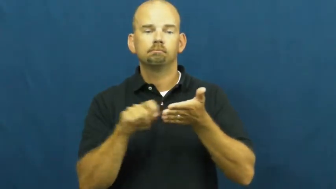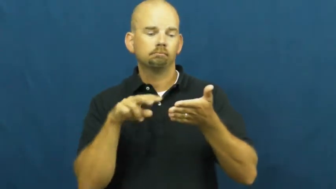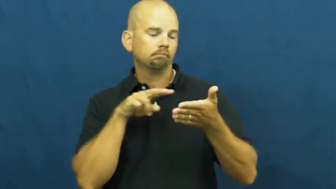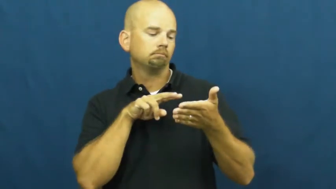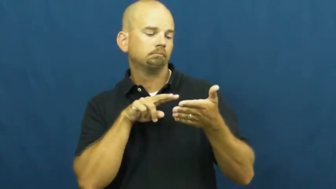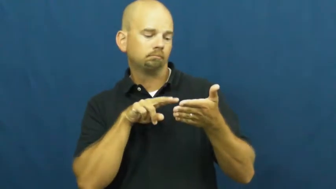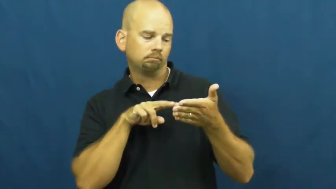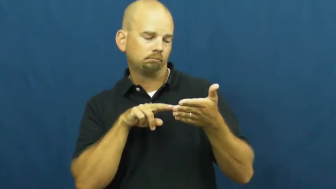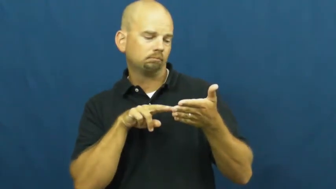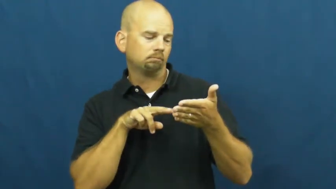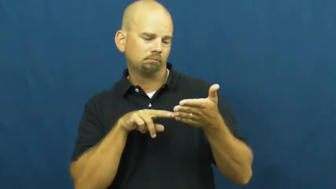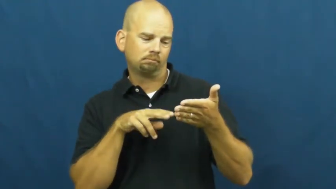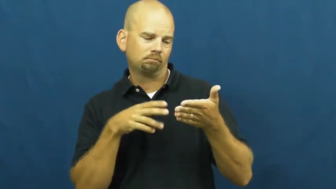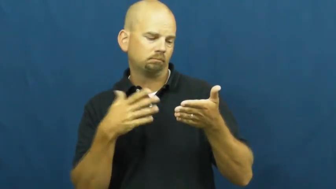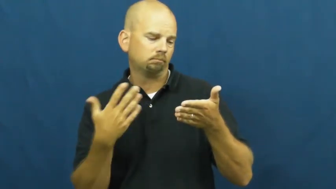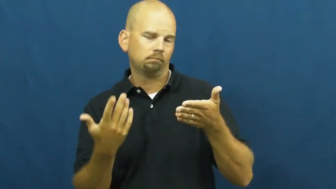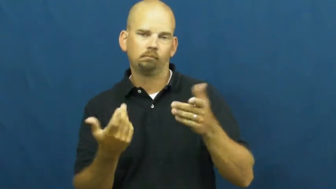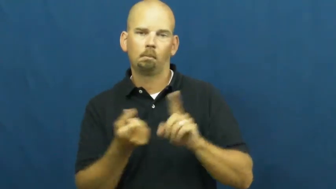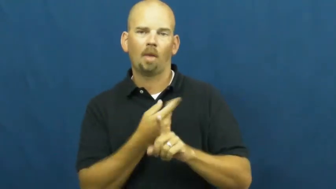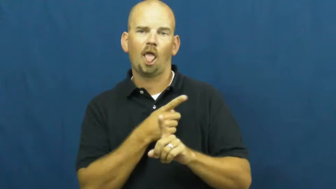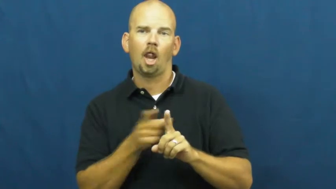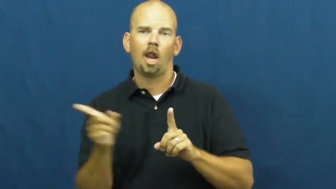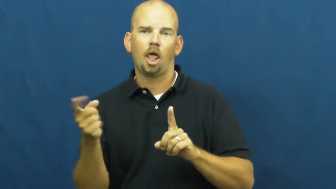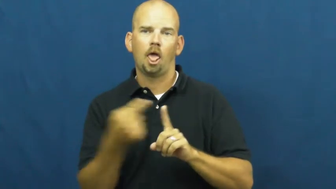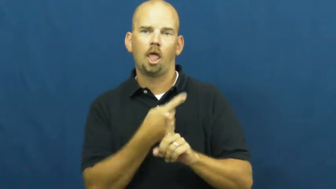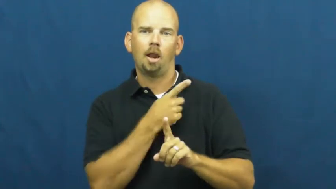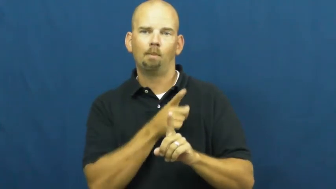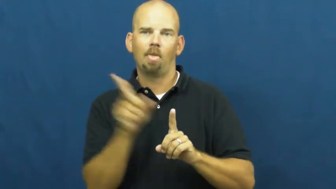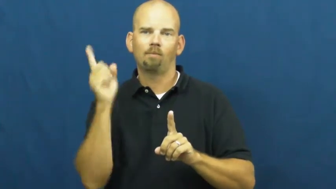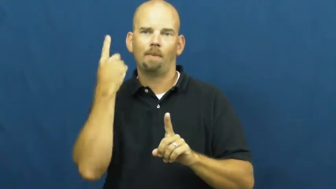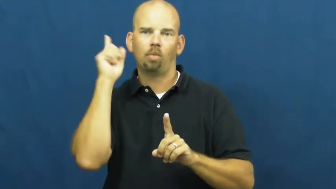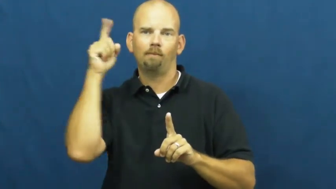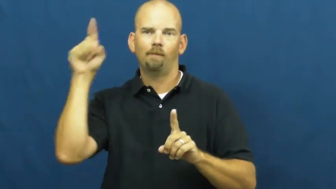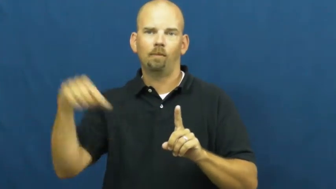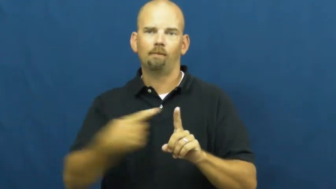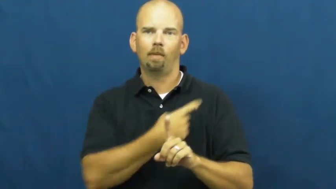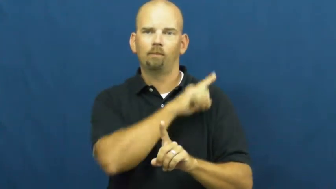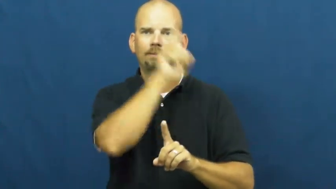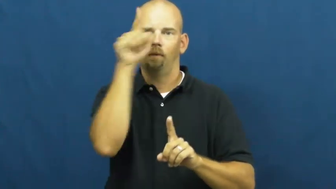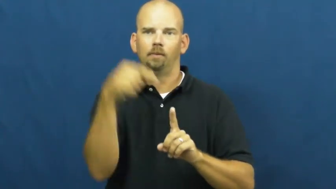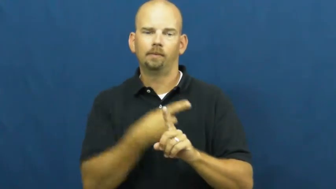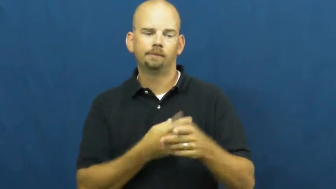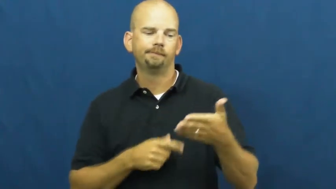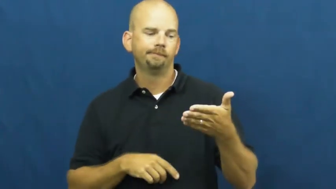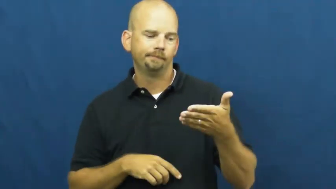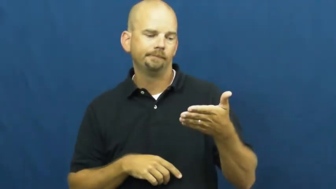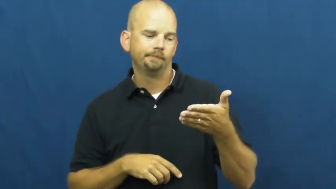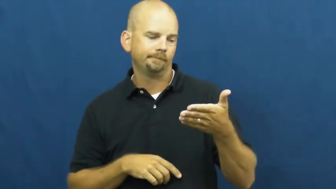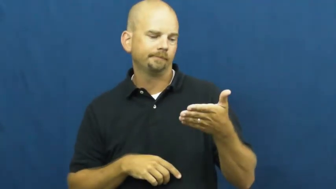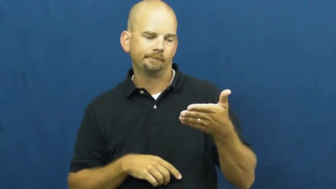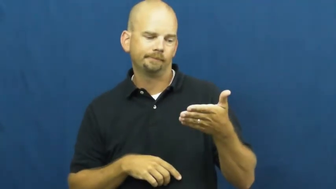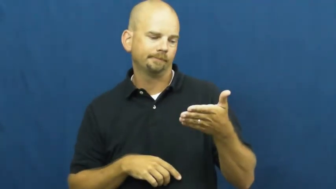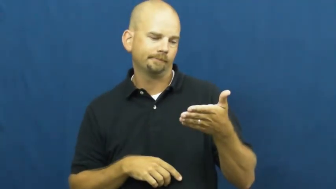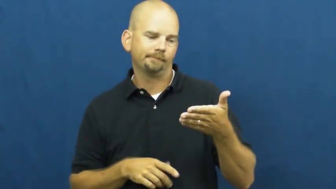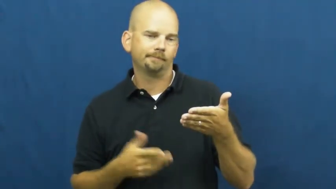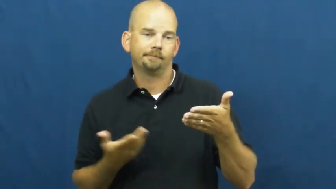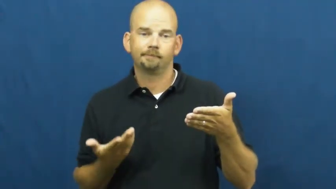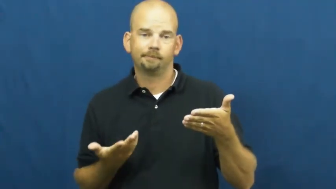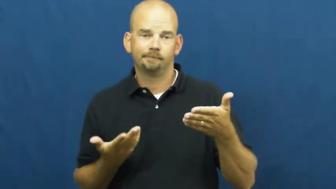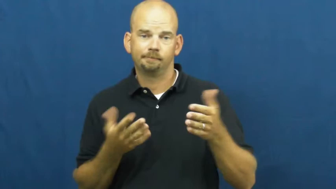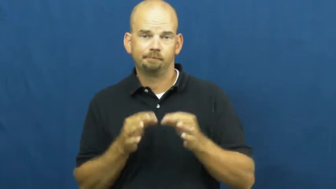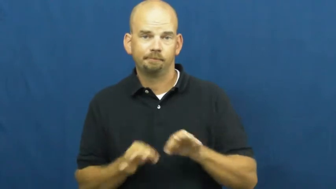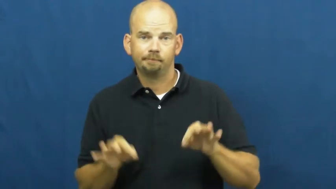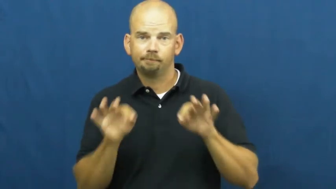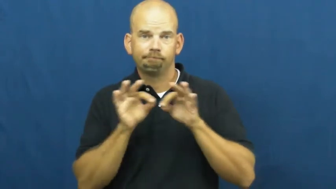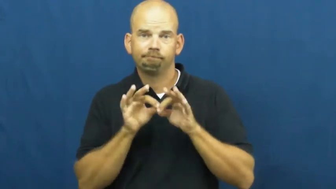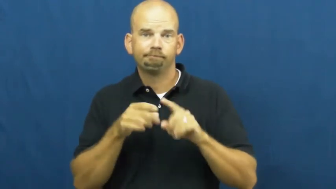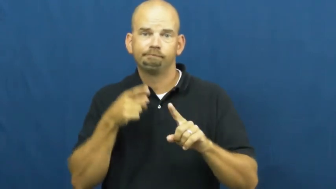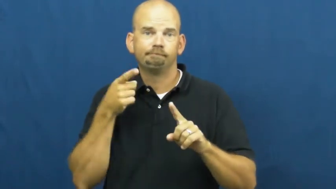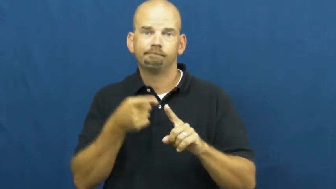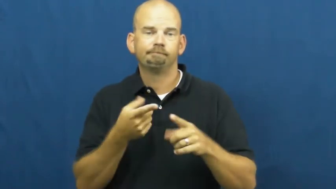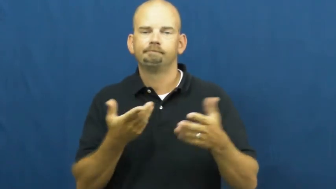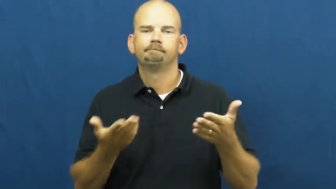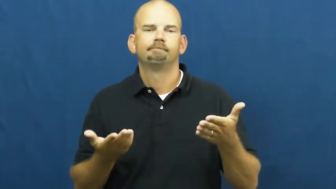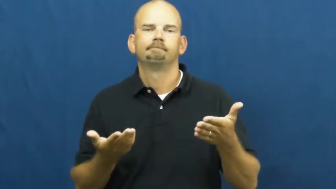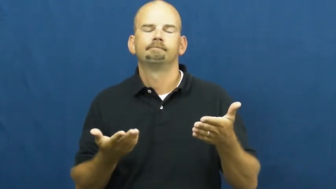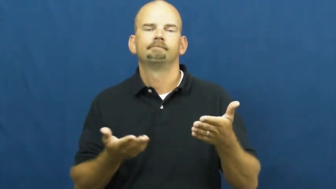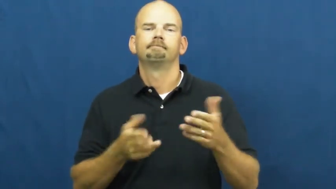waffle-pointless